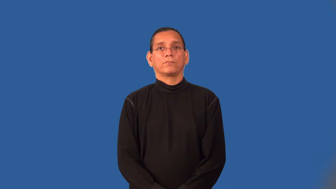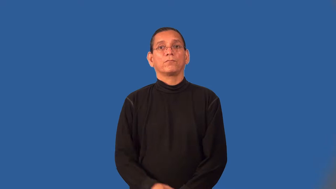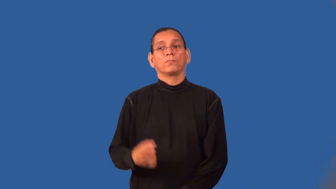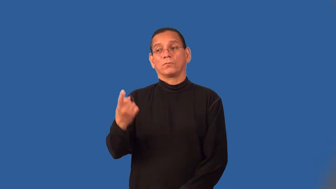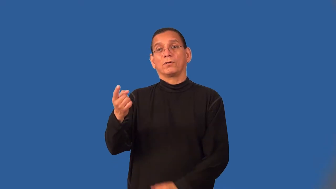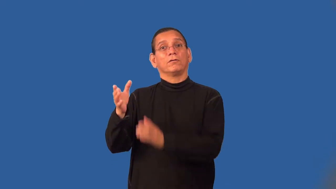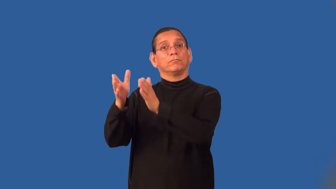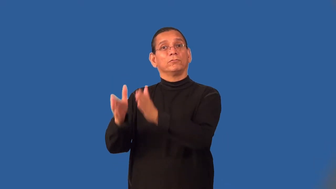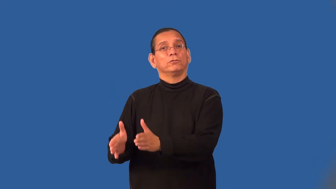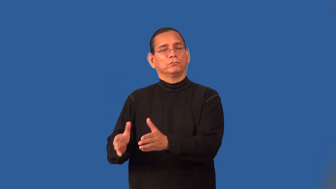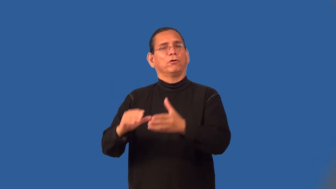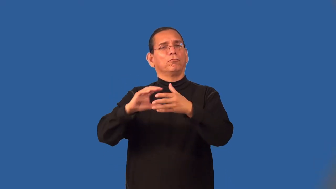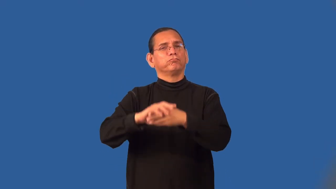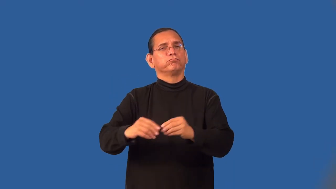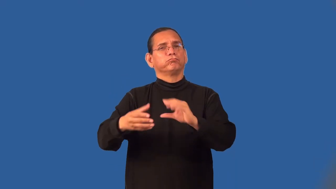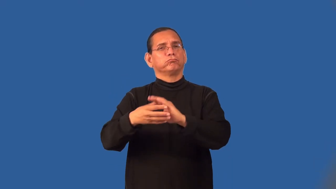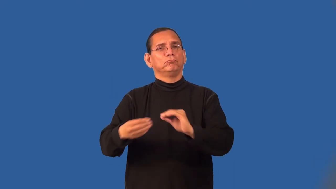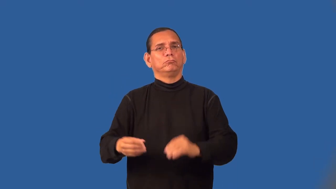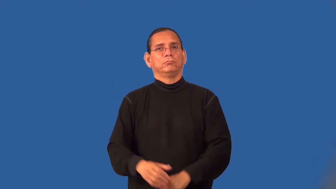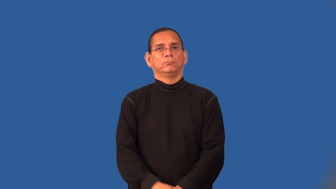soliloquy